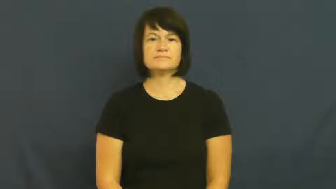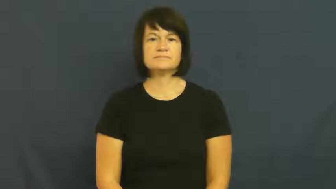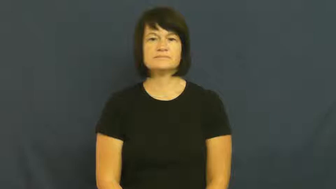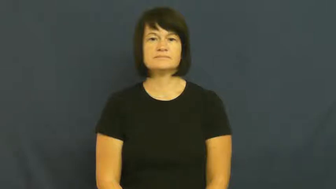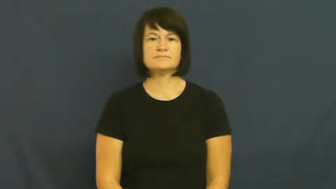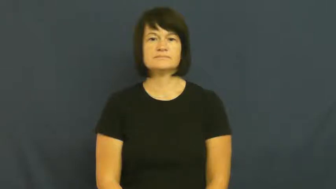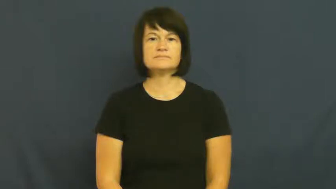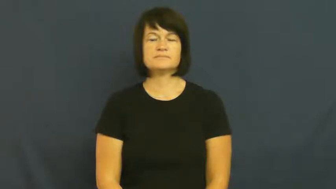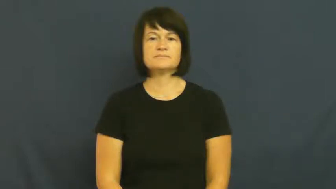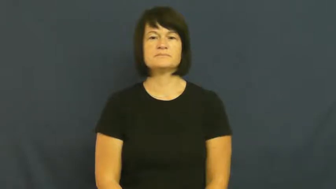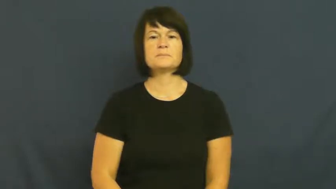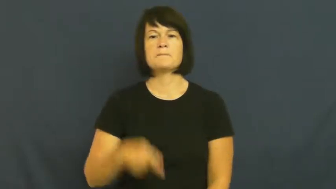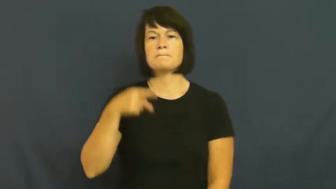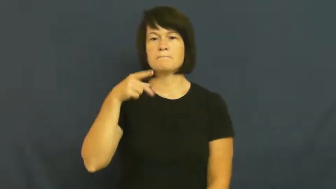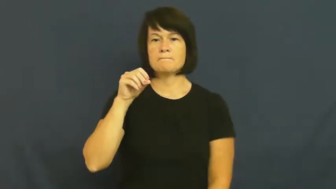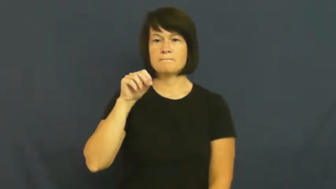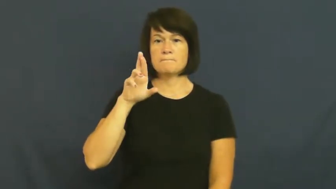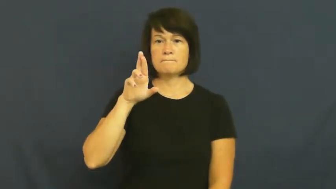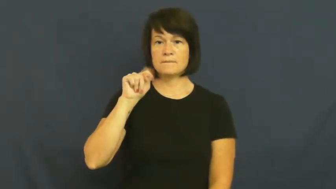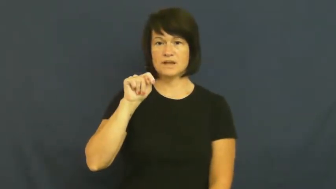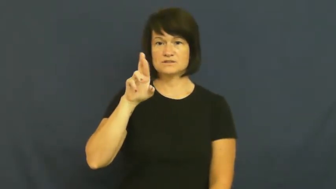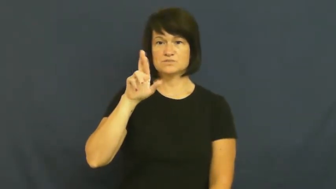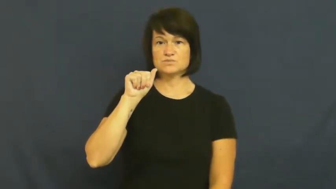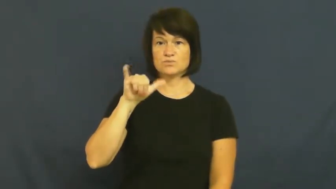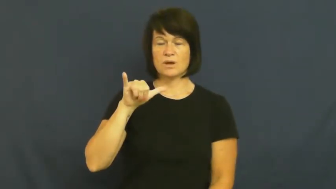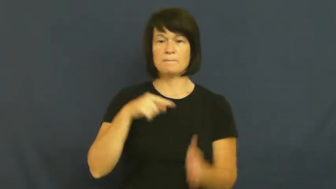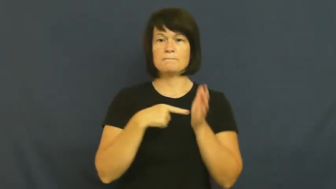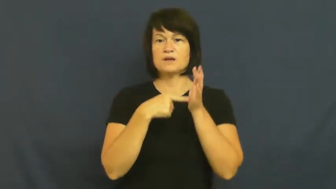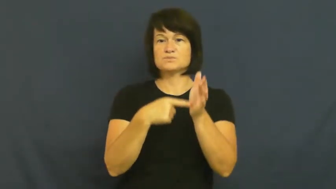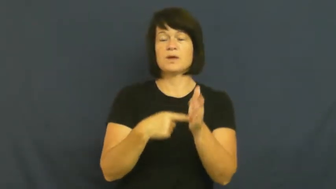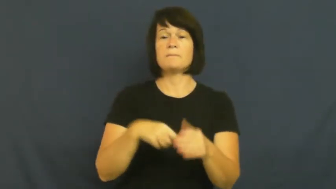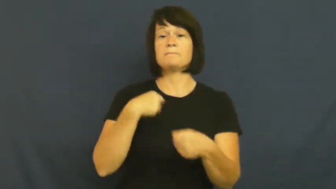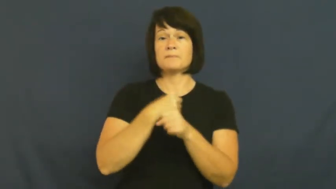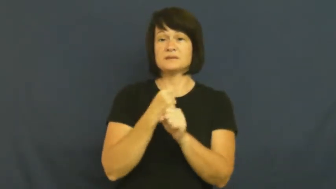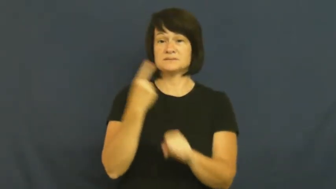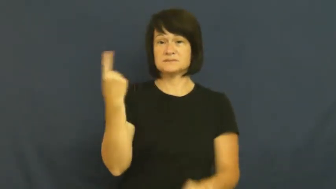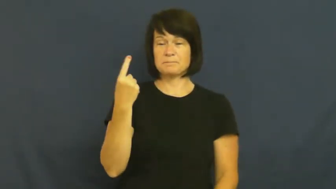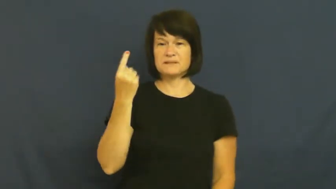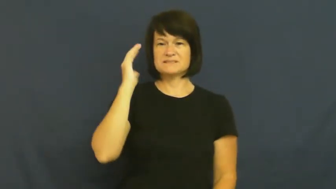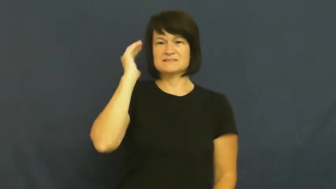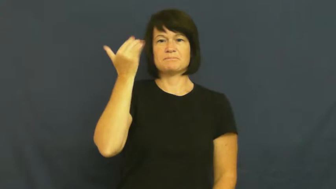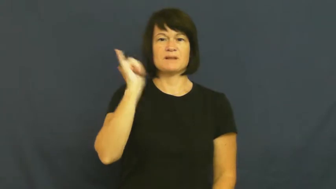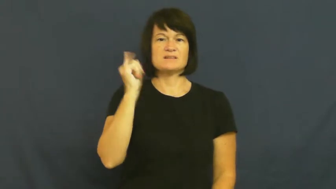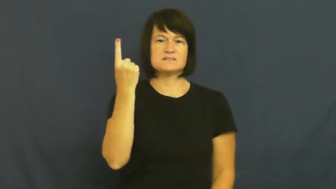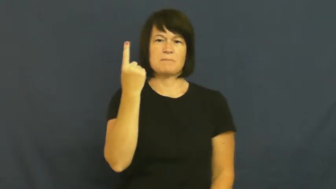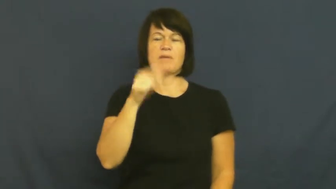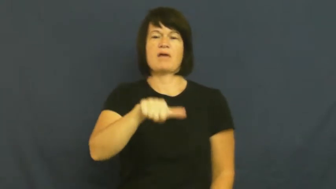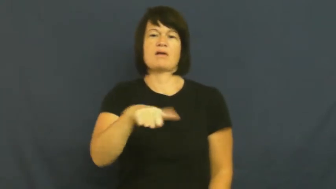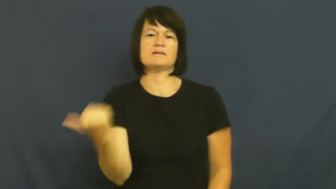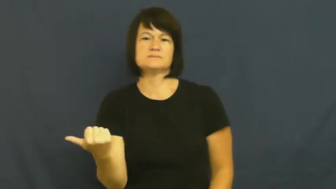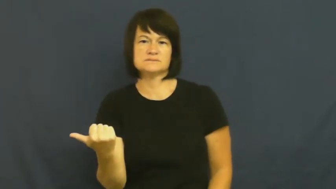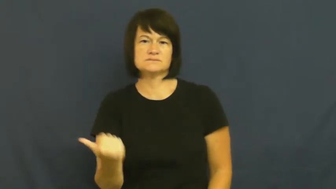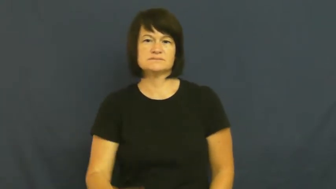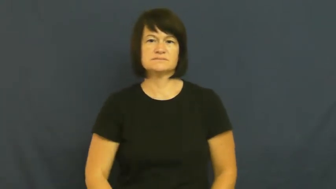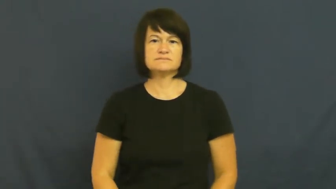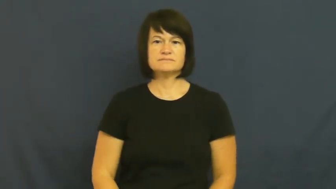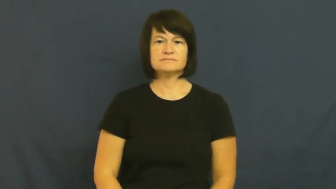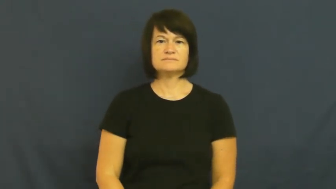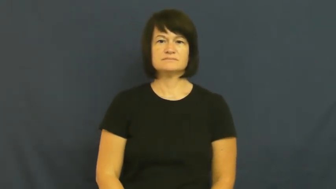portray-insinuate